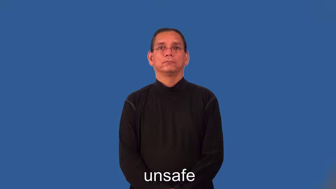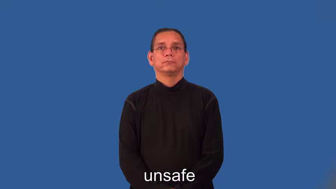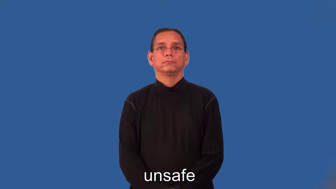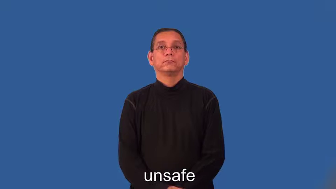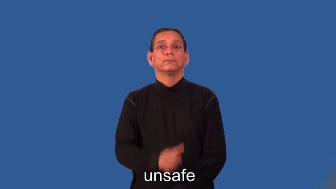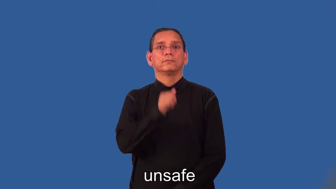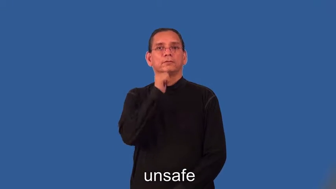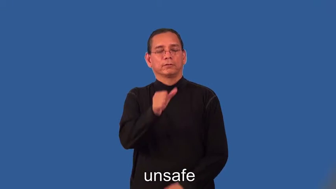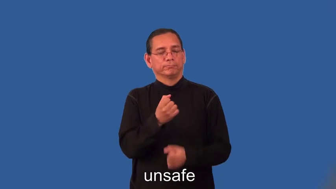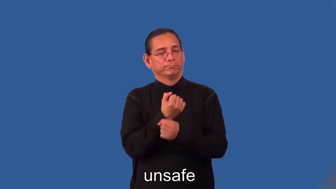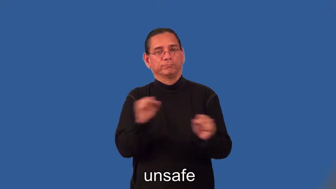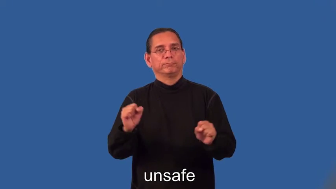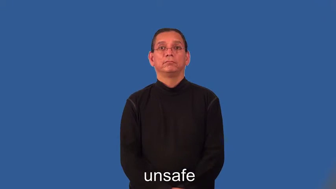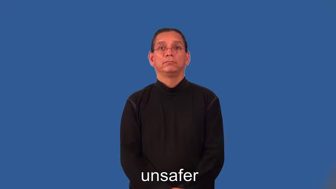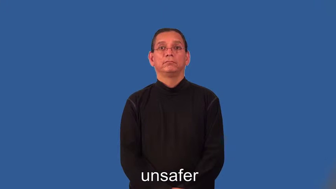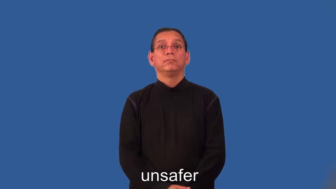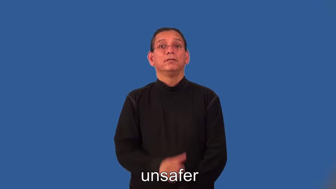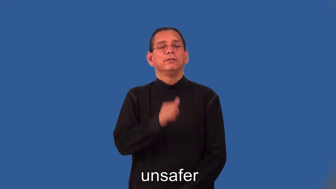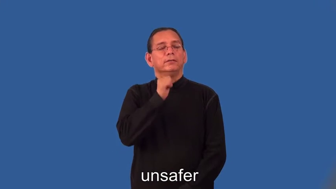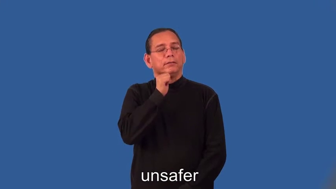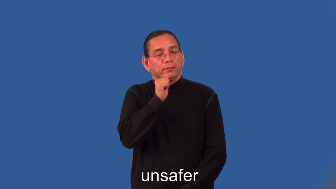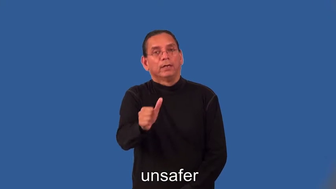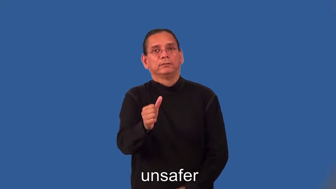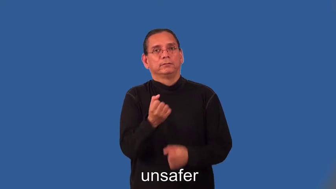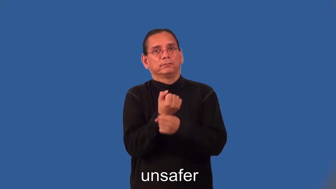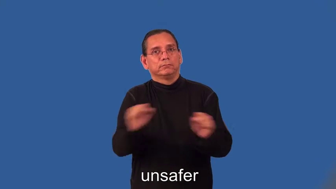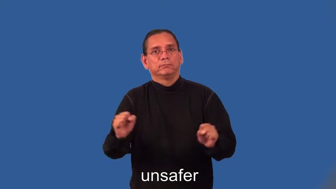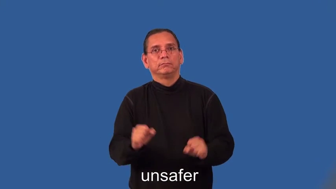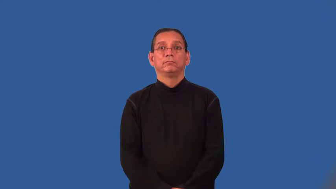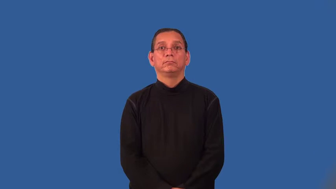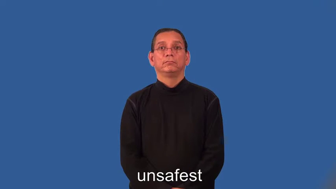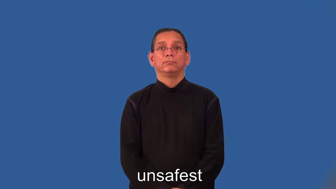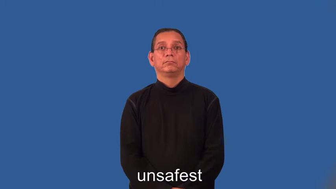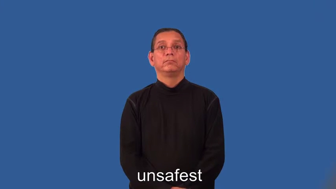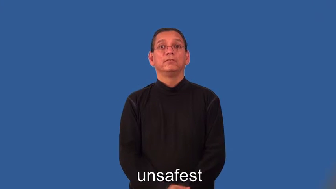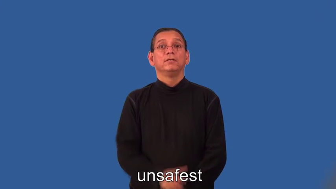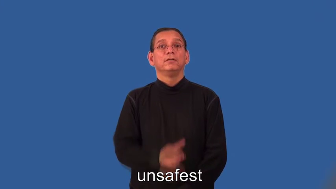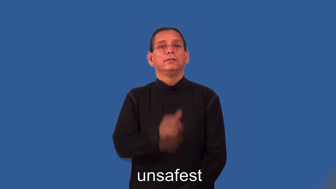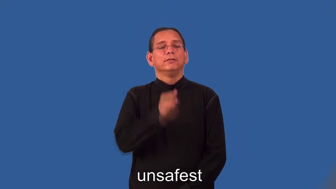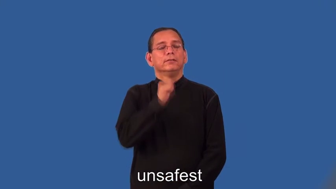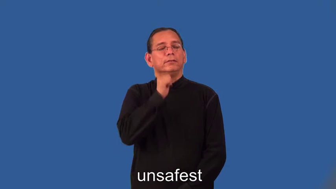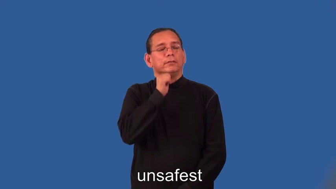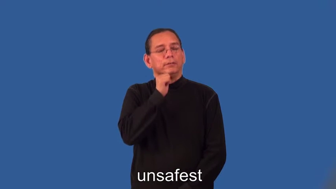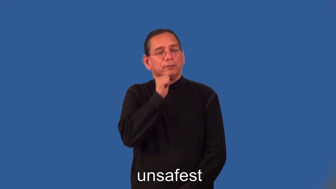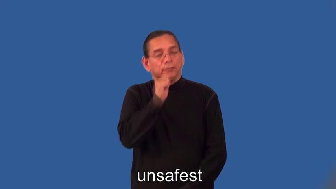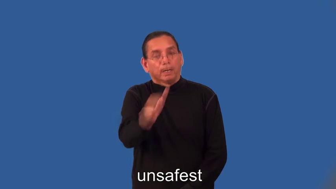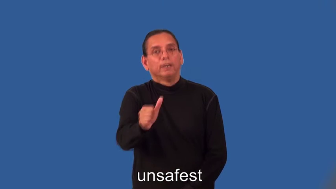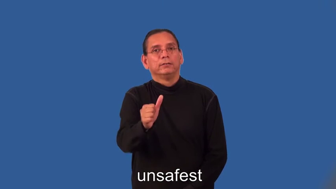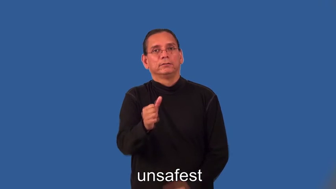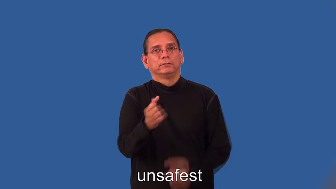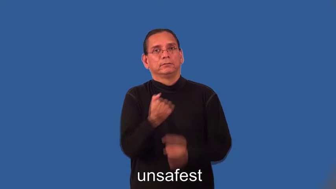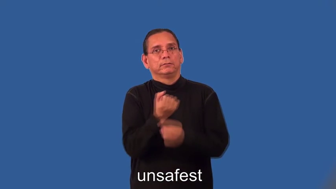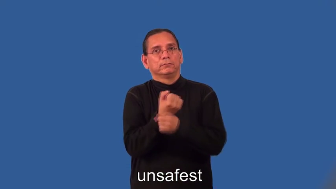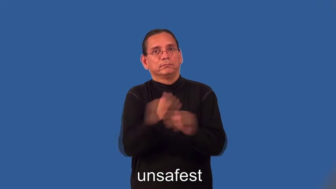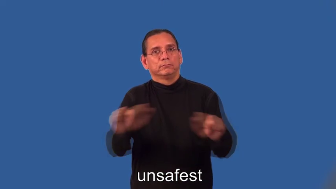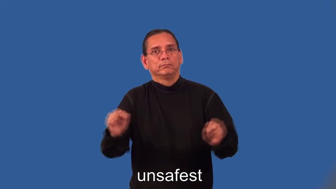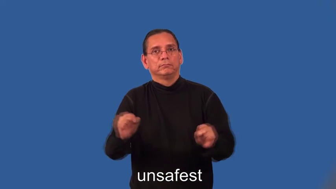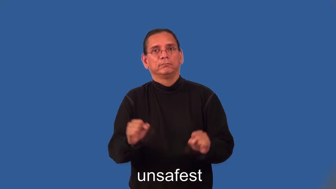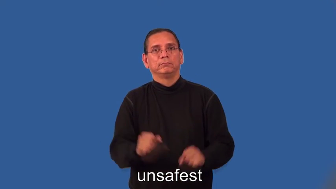unsafer,unsafest